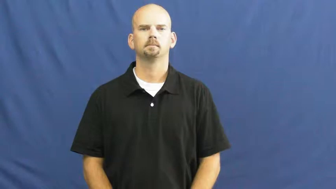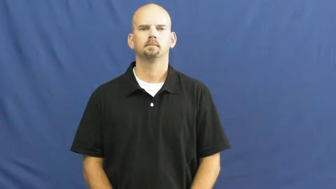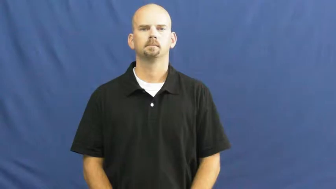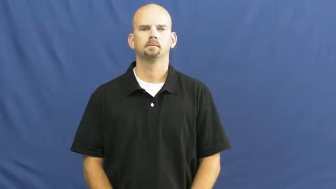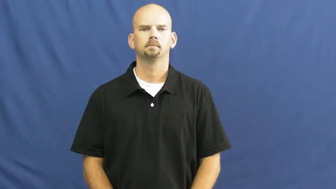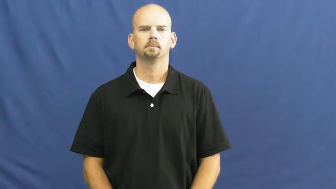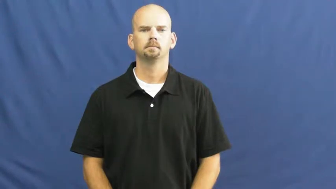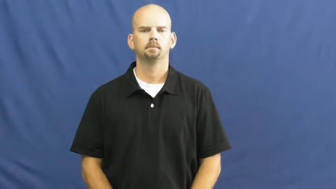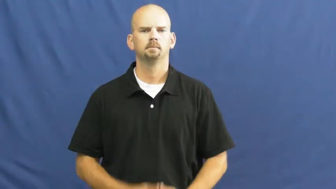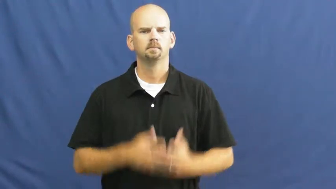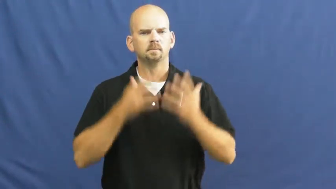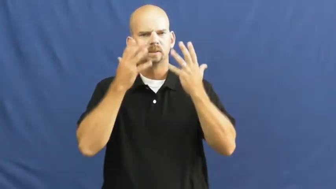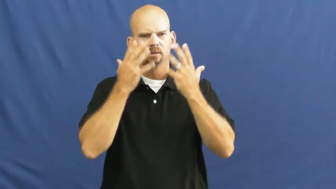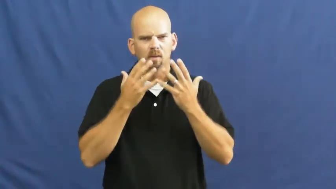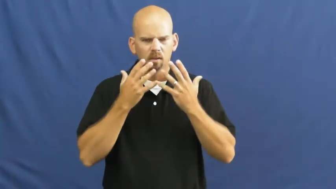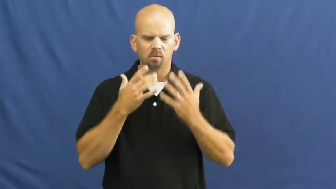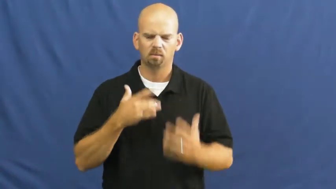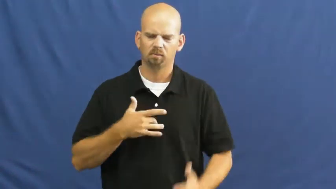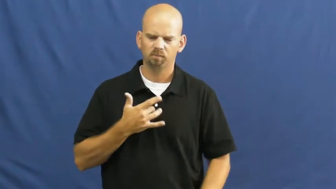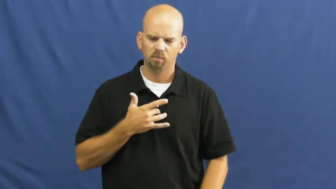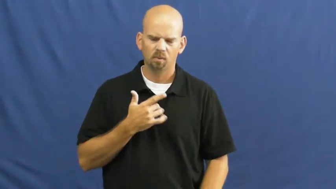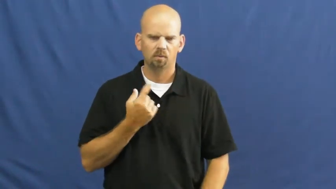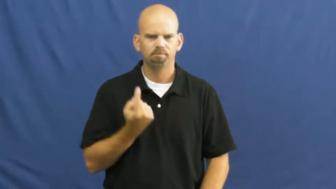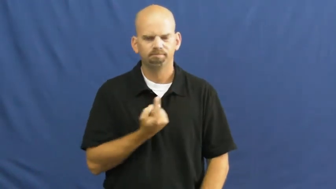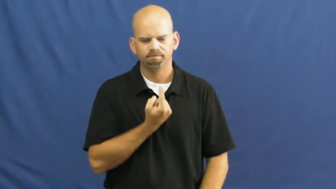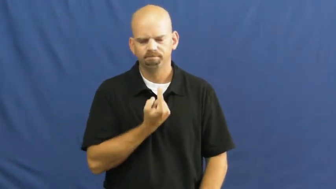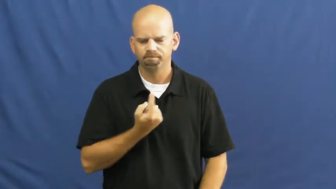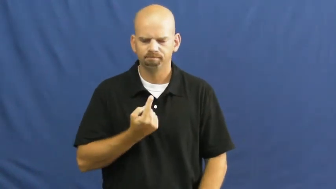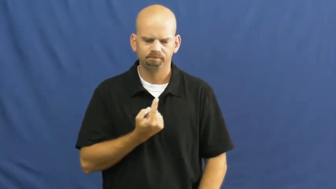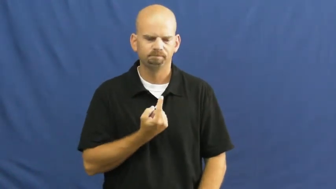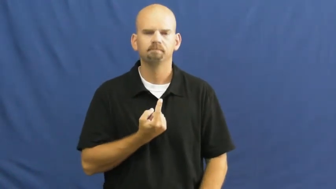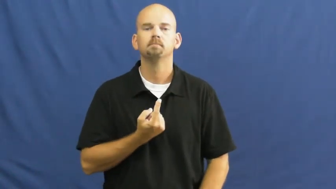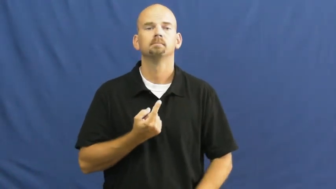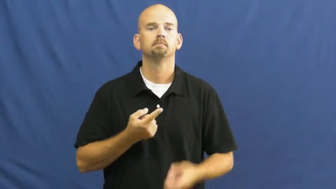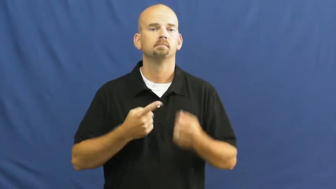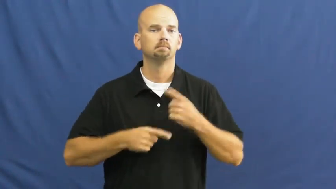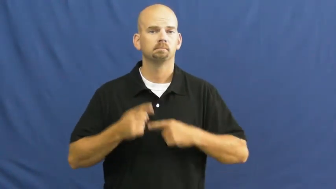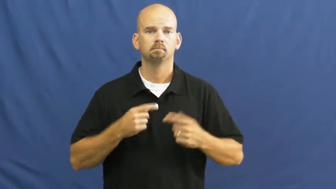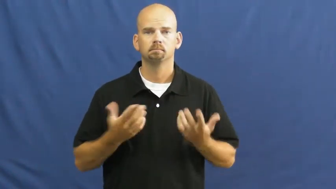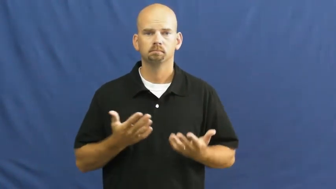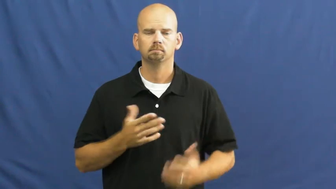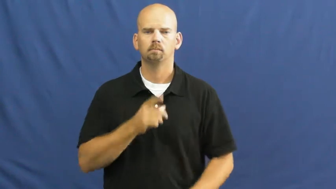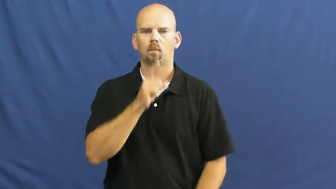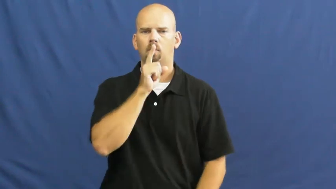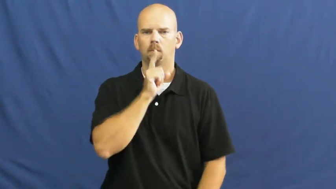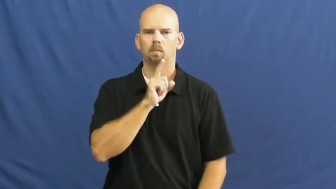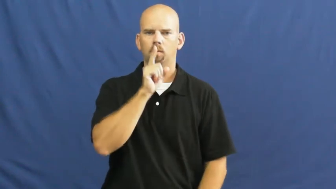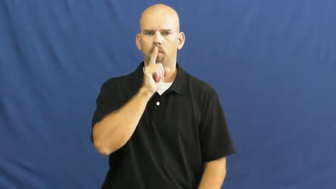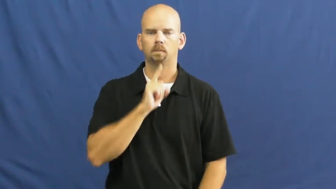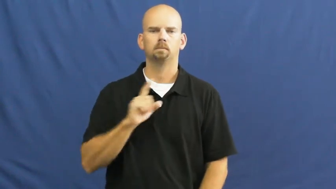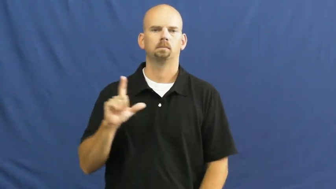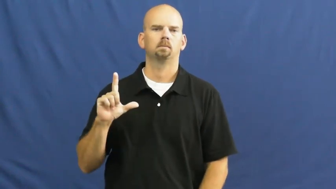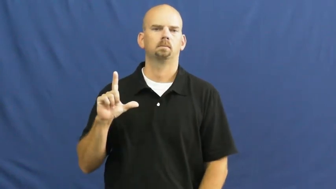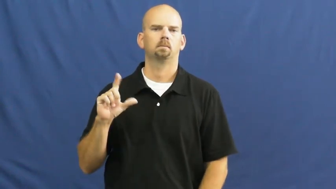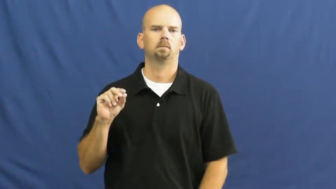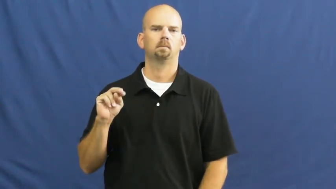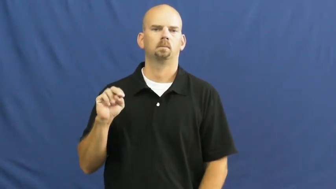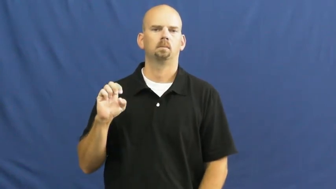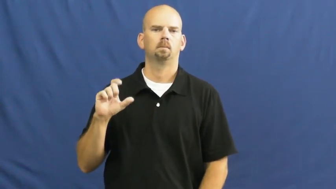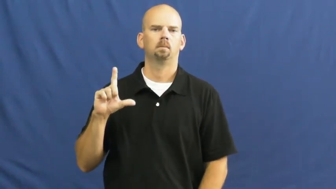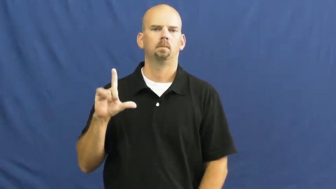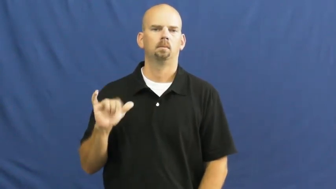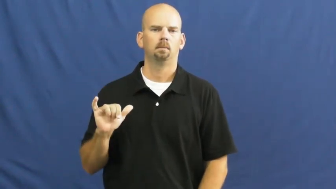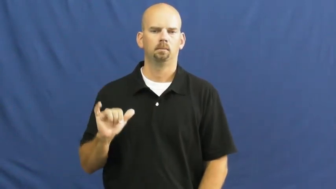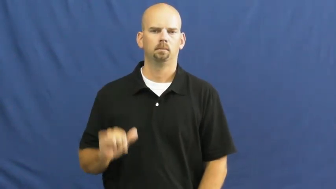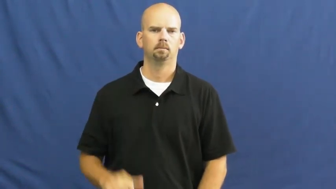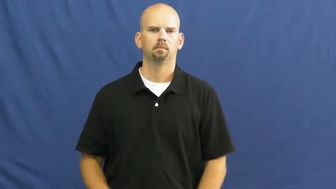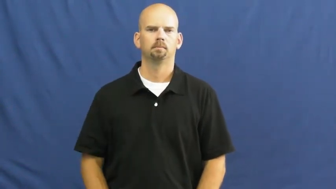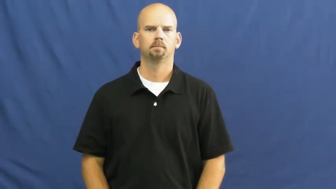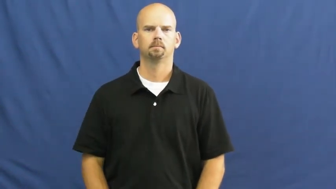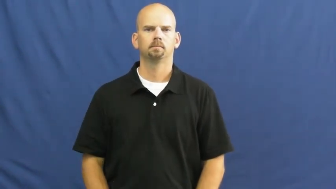lonely,lonesome